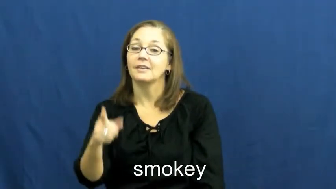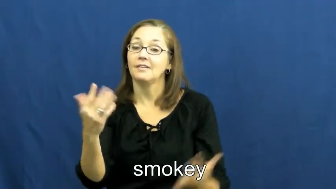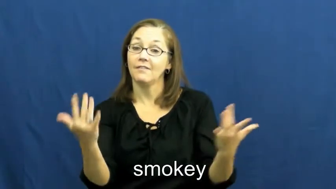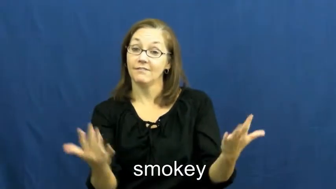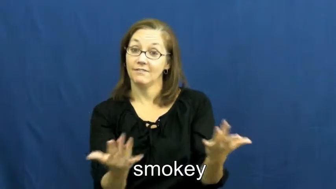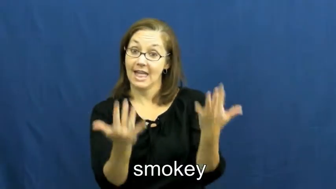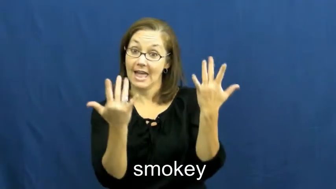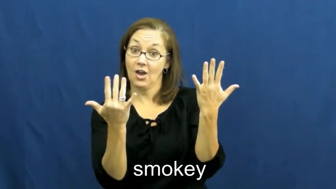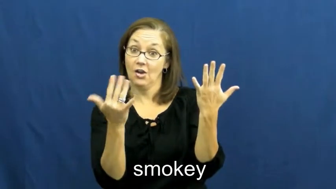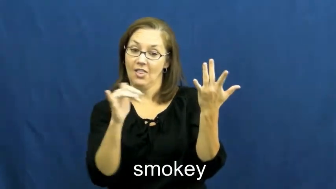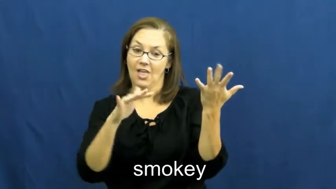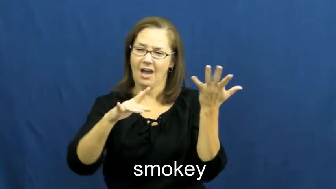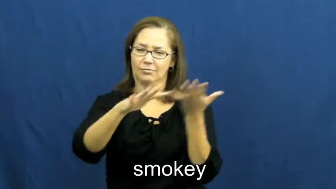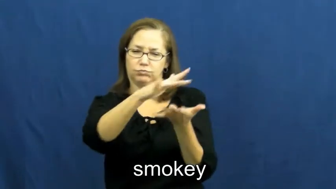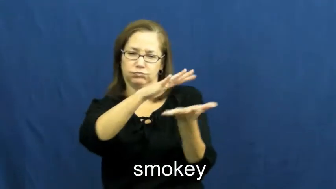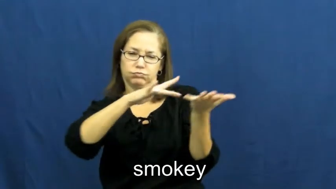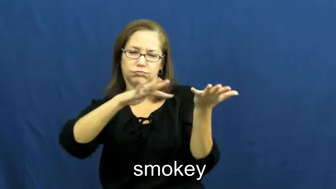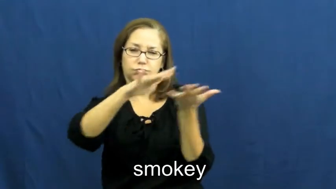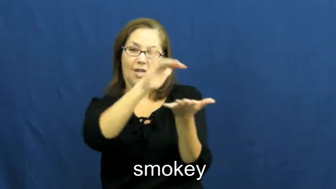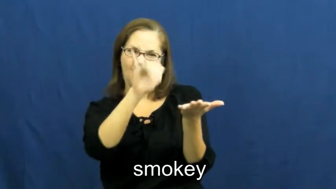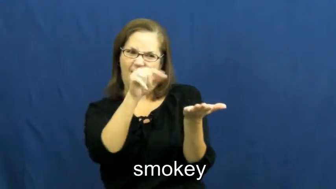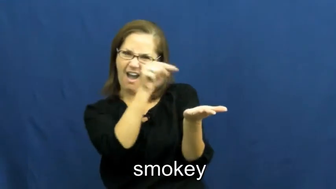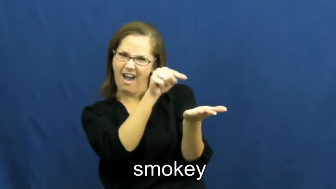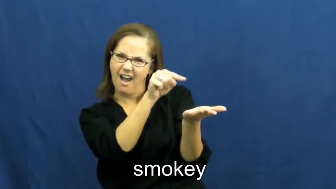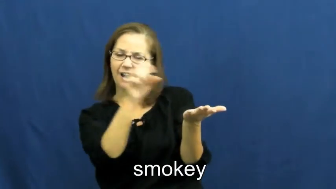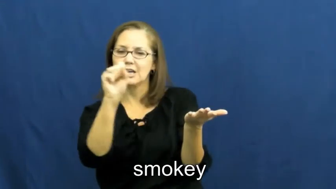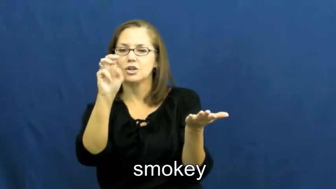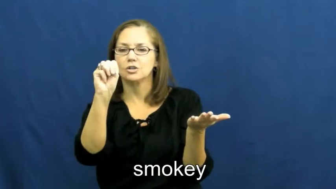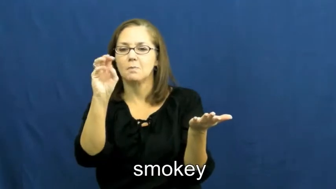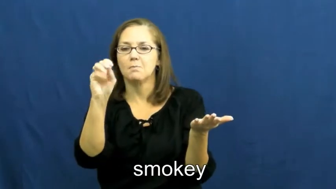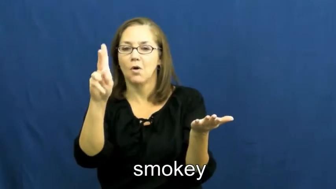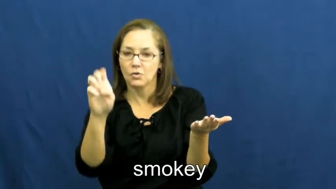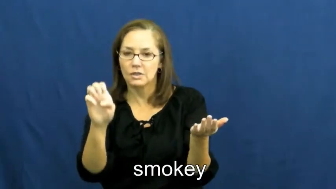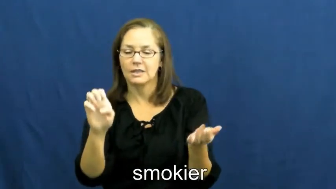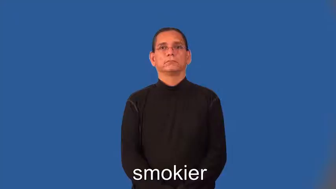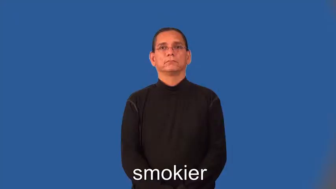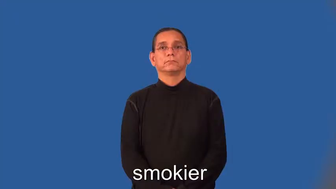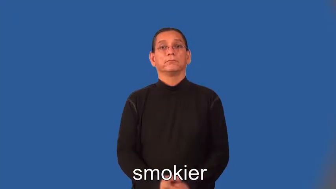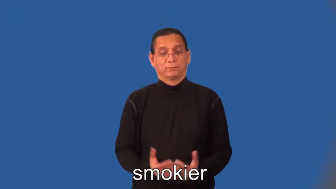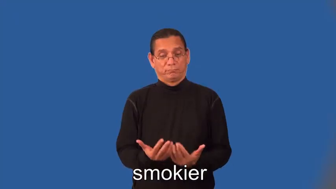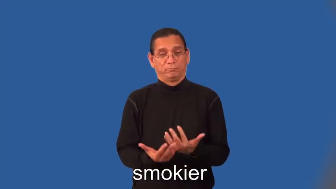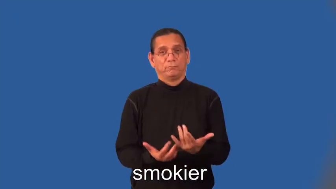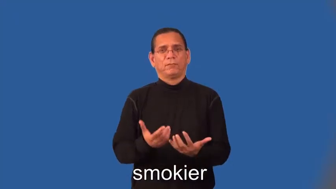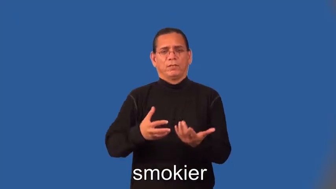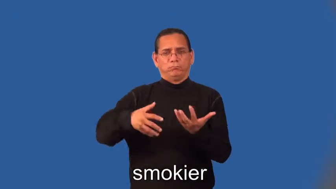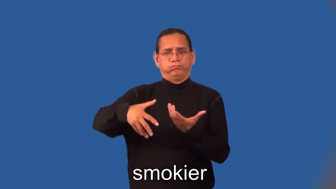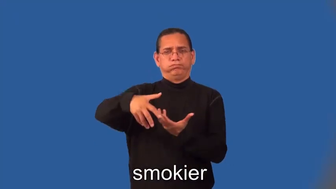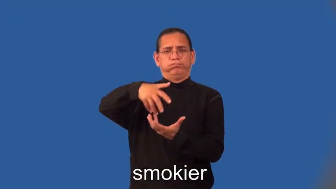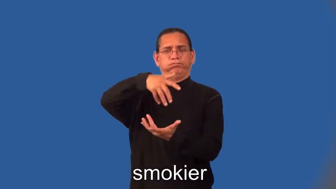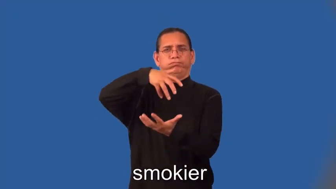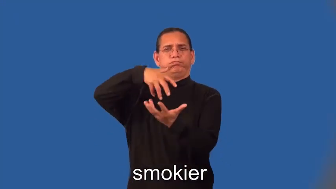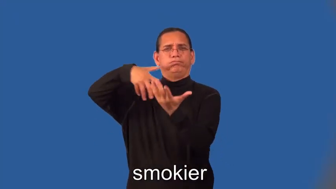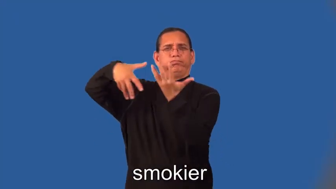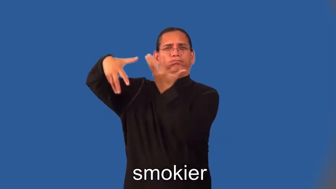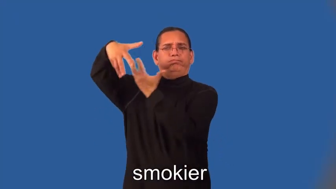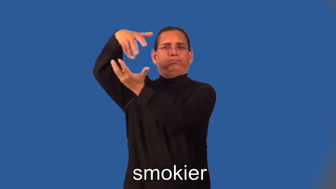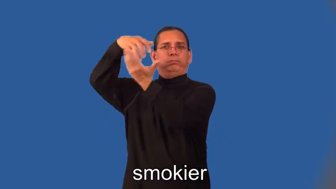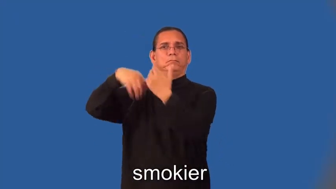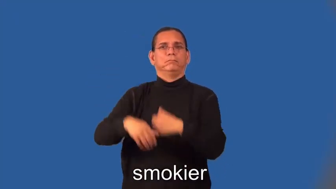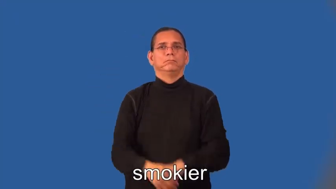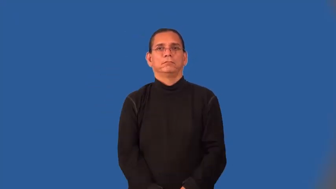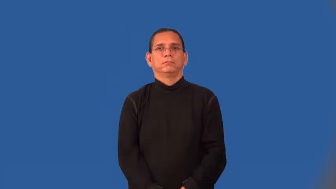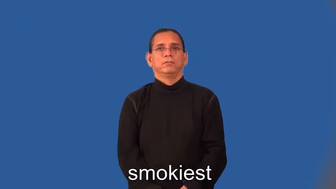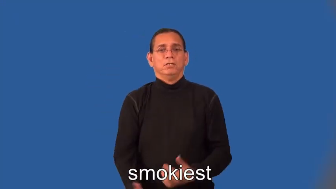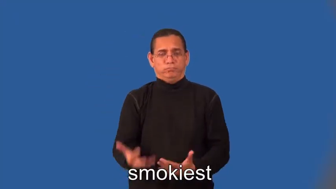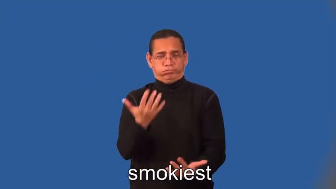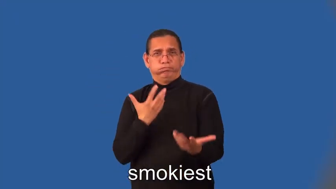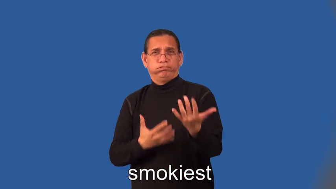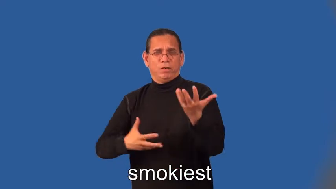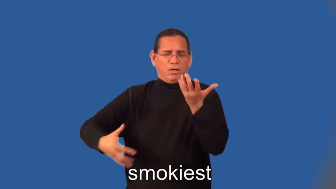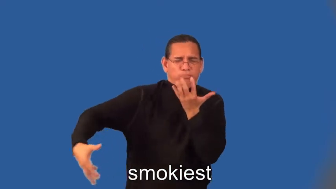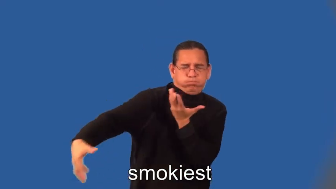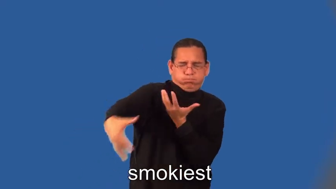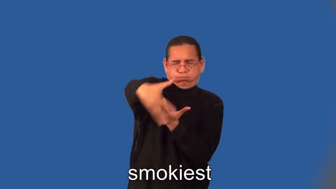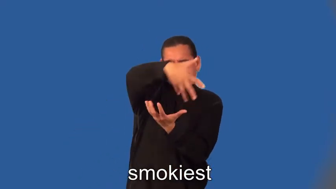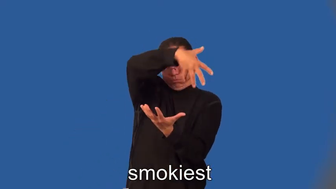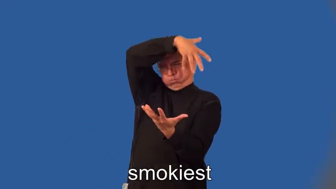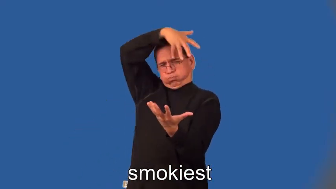smokier,smokiest